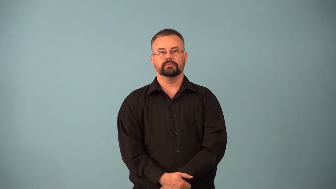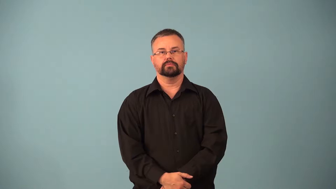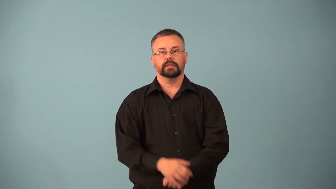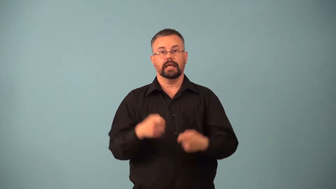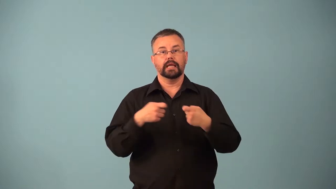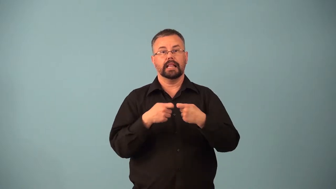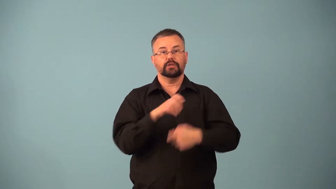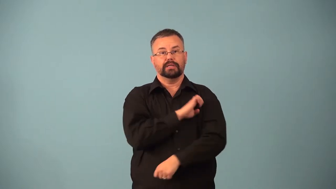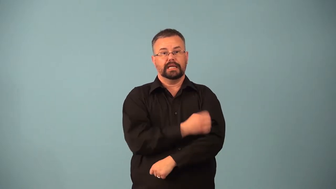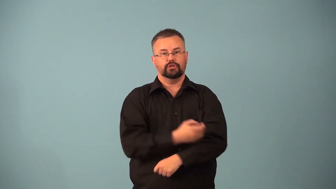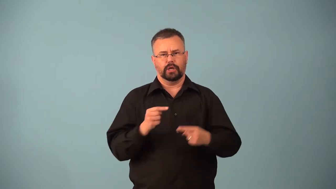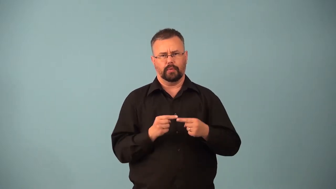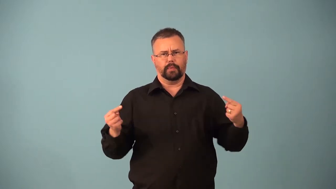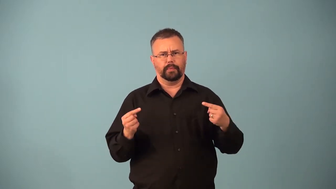polarization